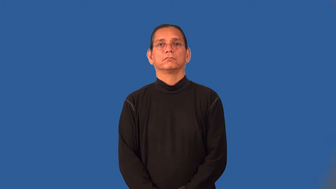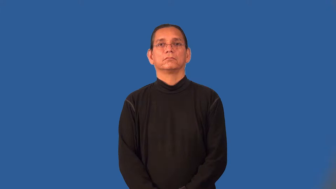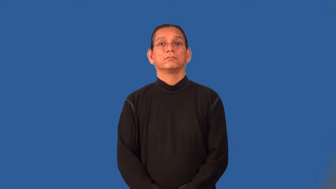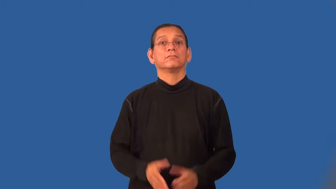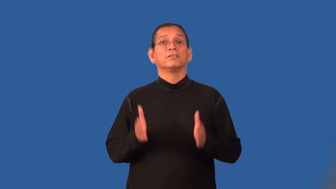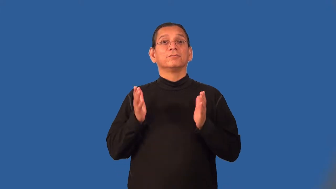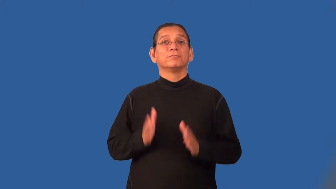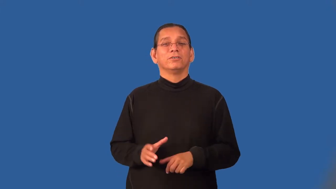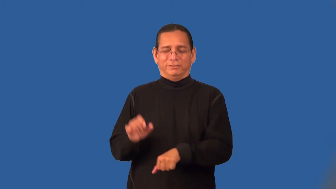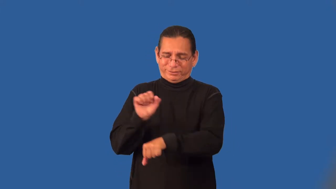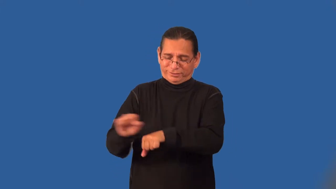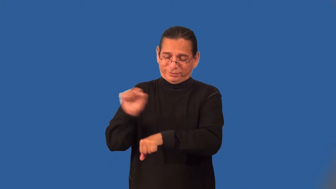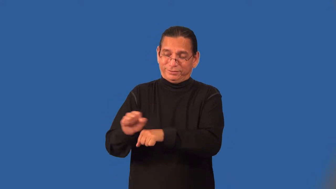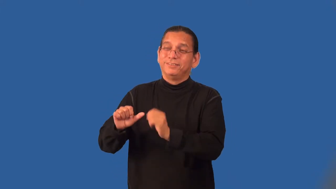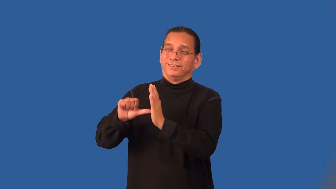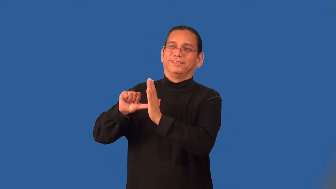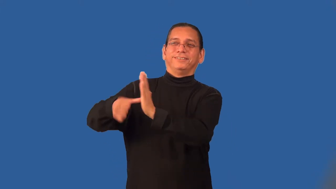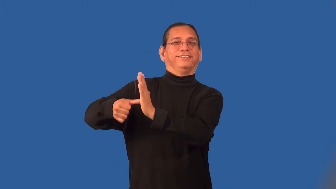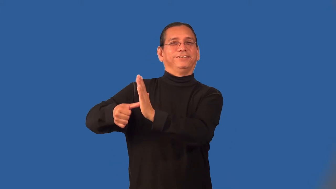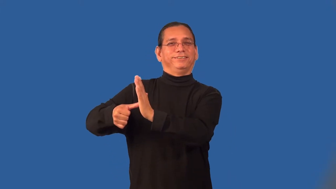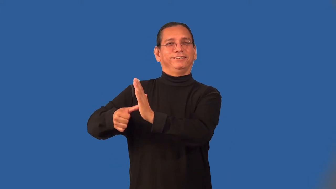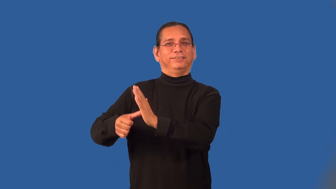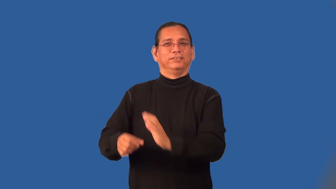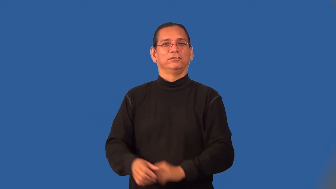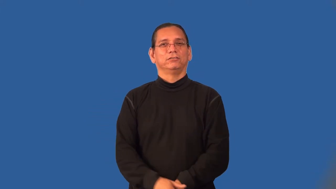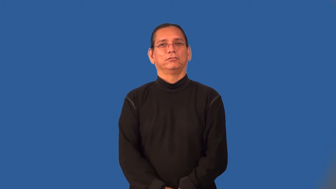poser